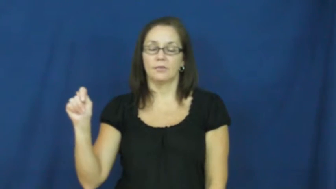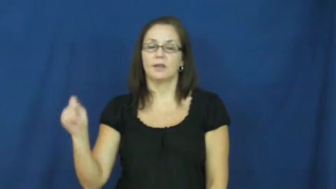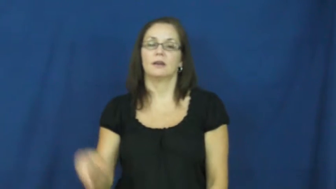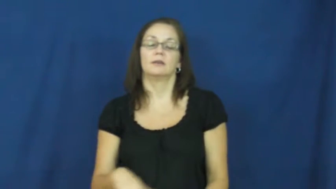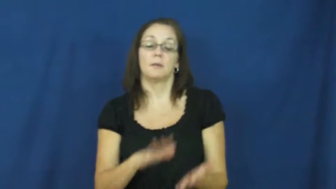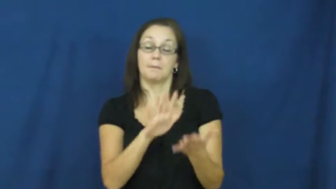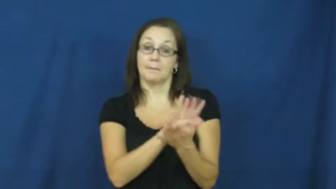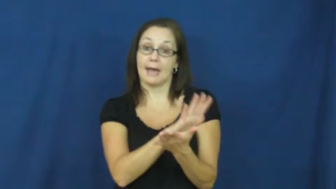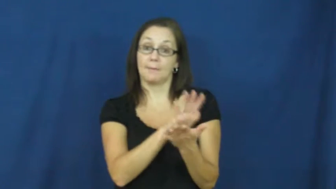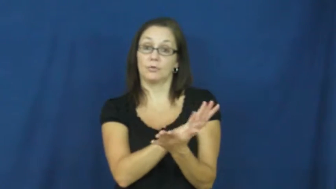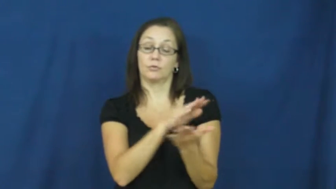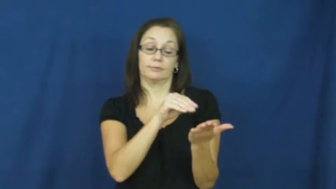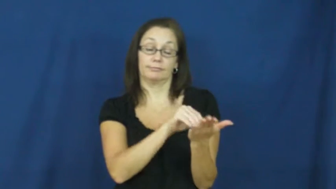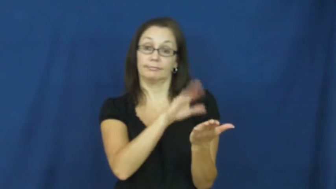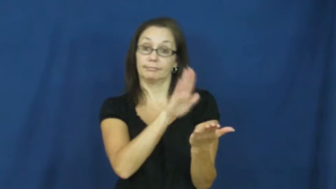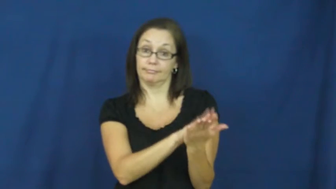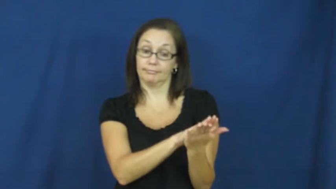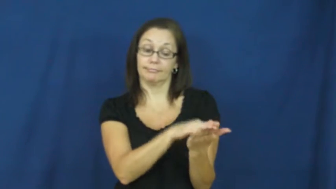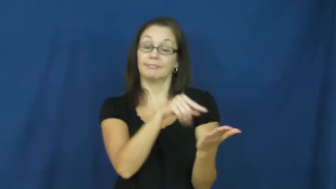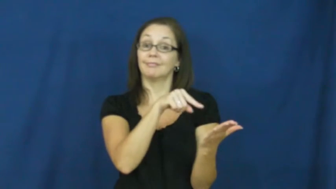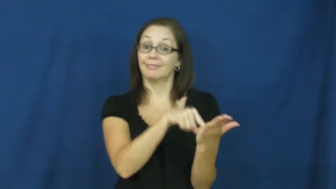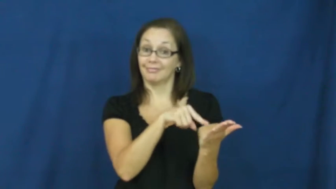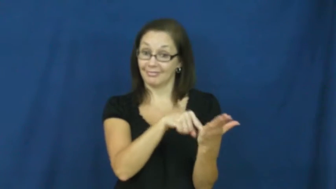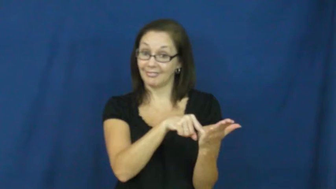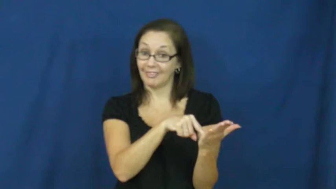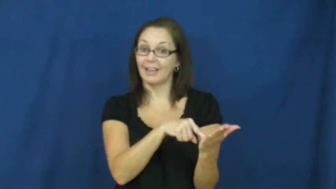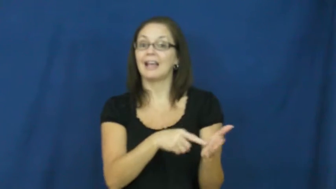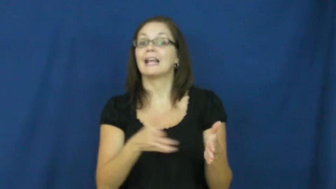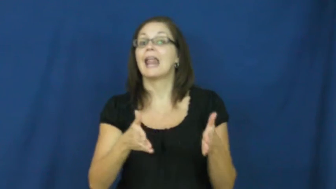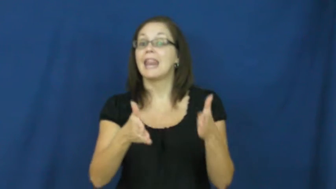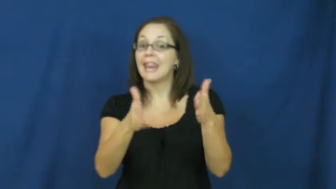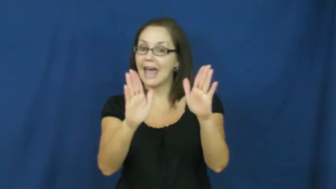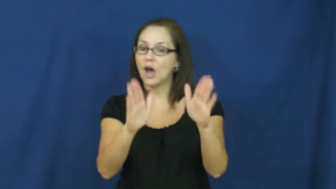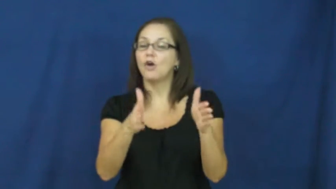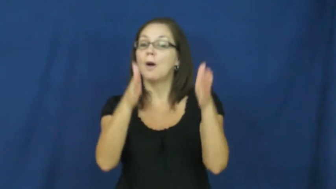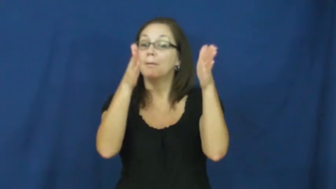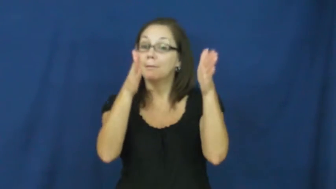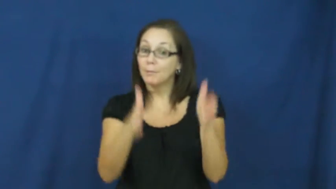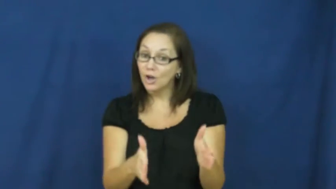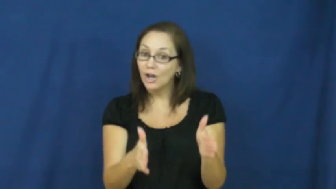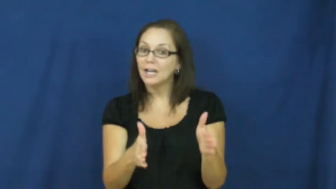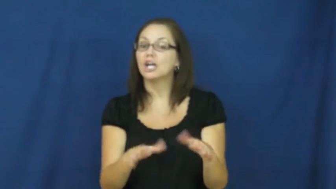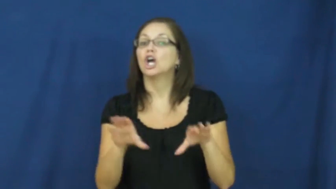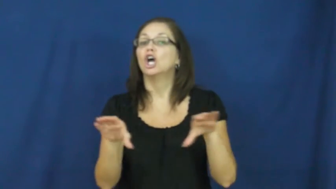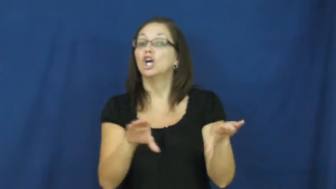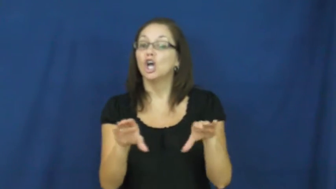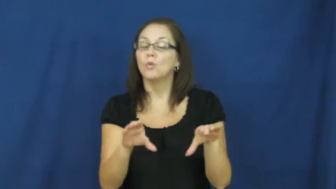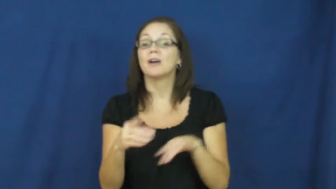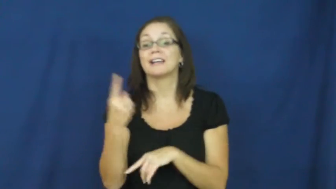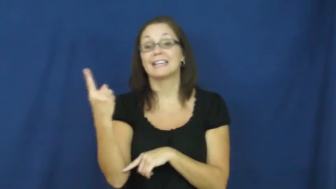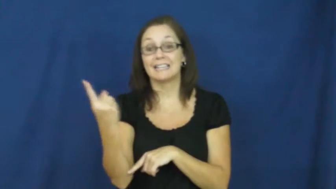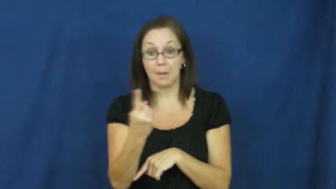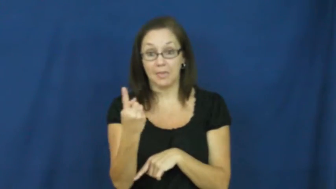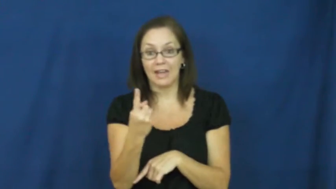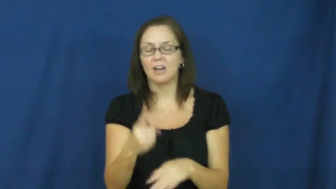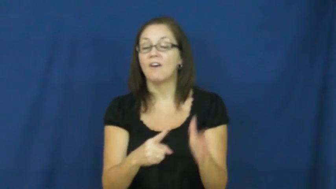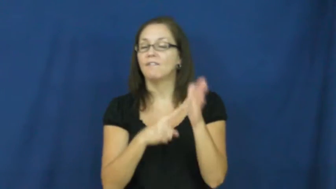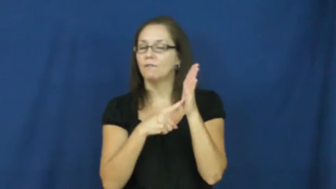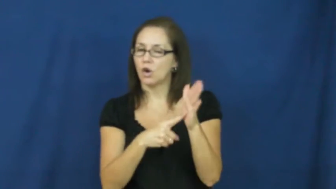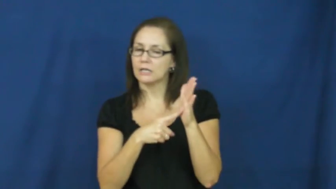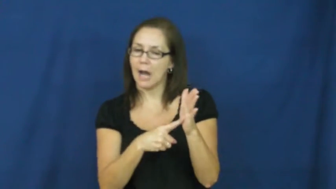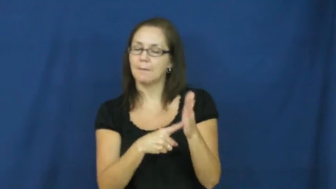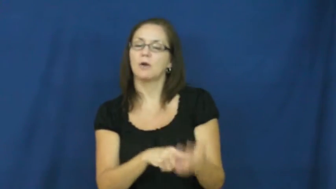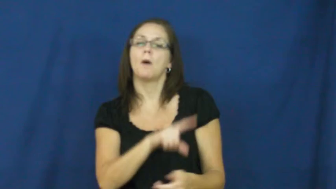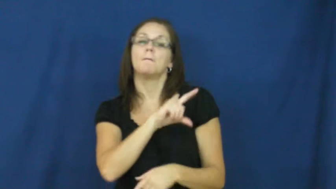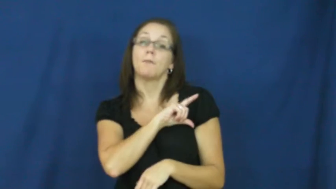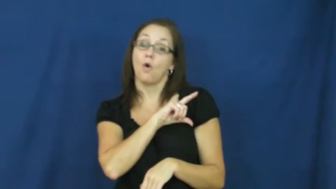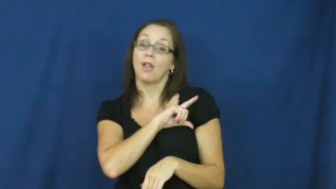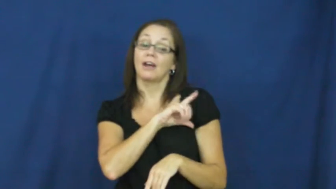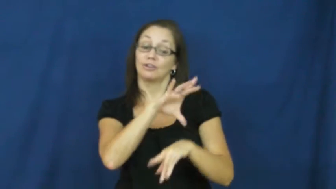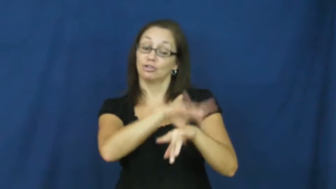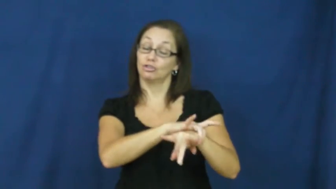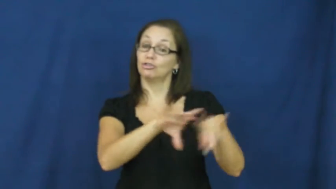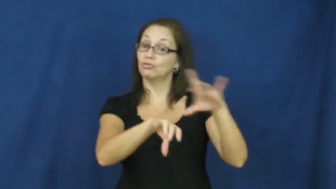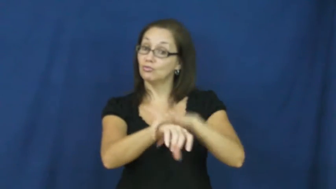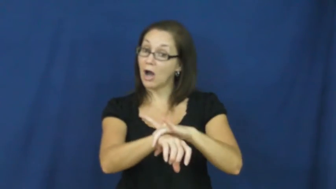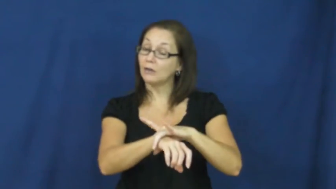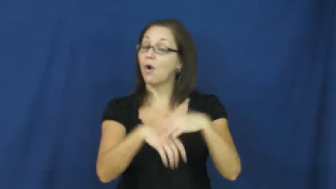warrant-allow do something